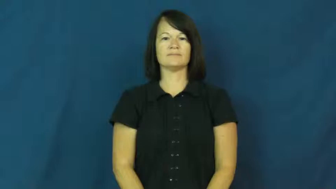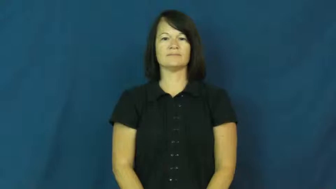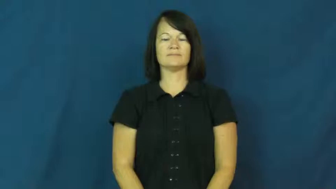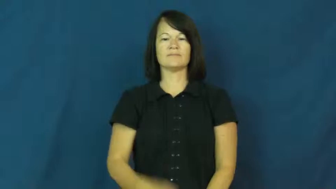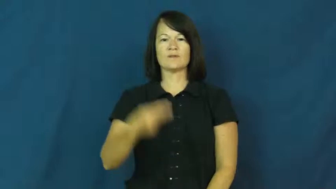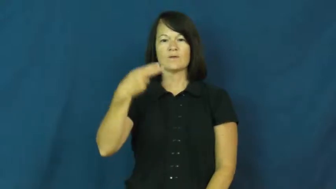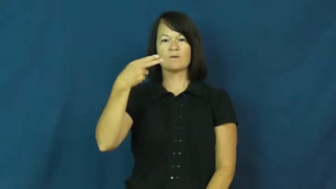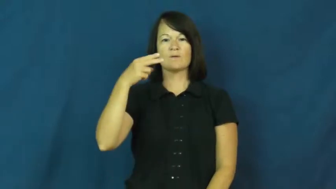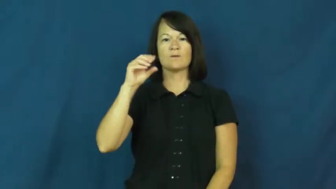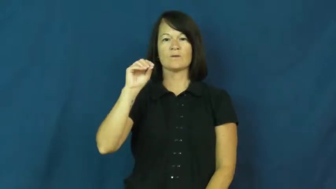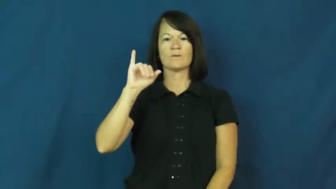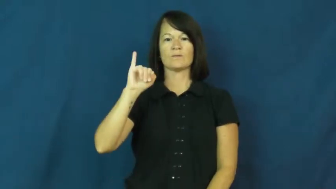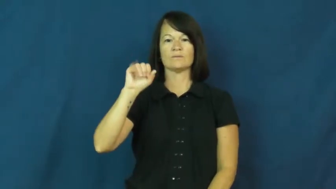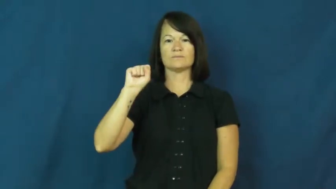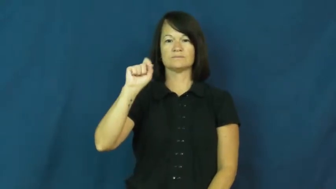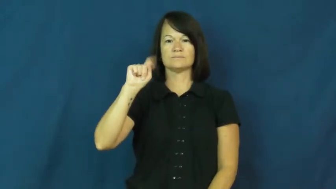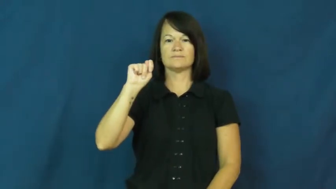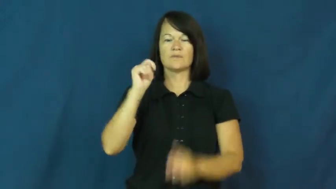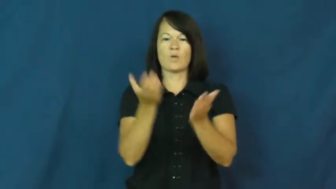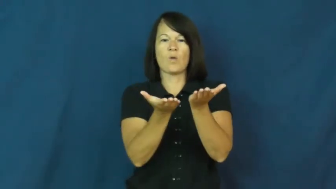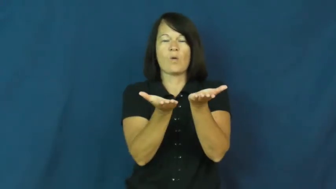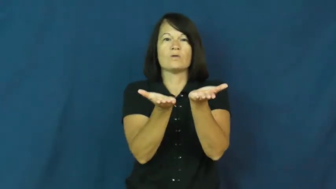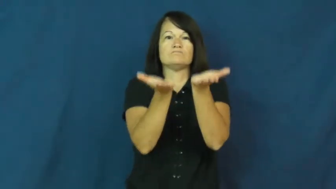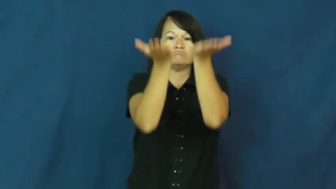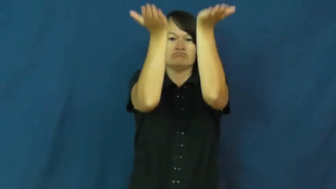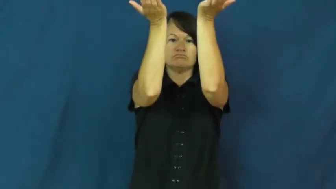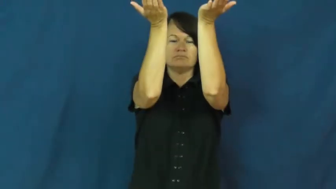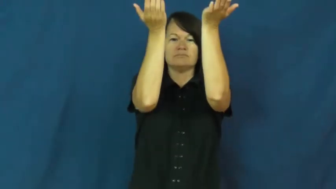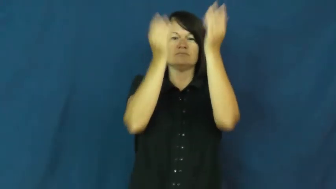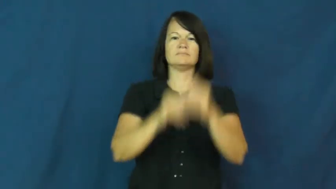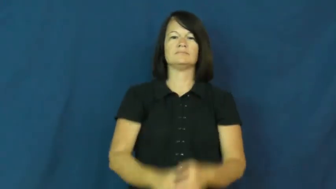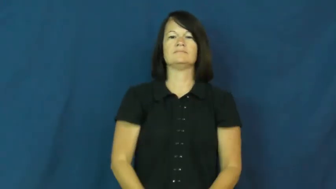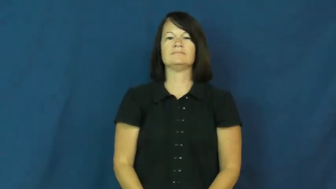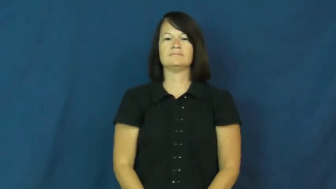hoist-lift